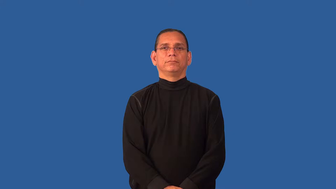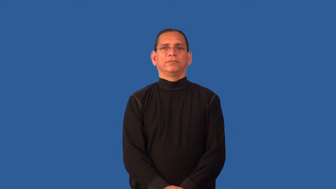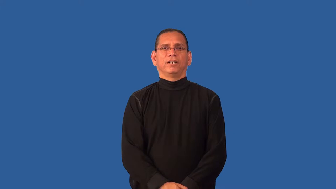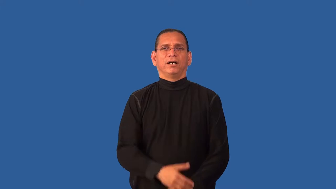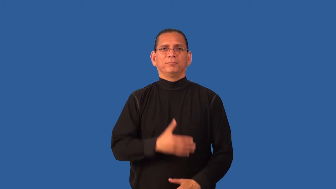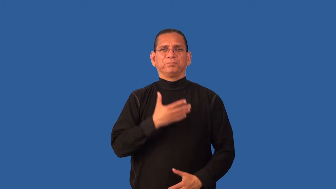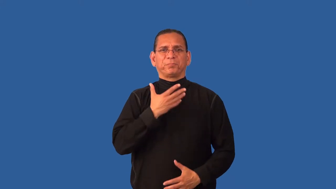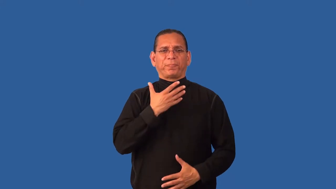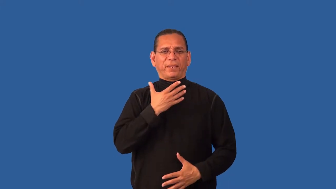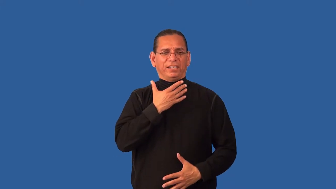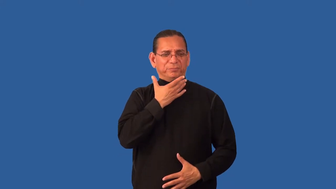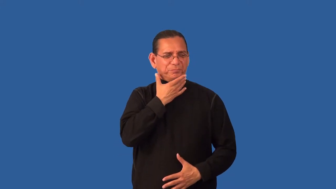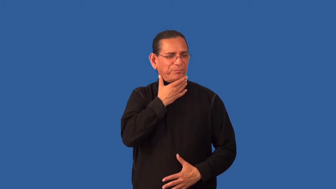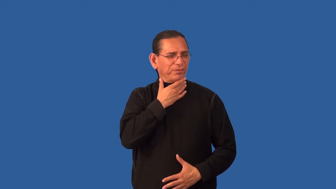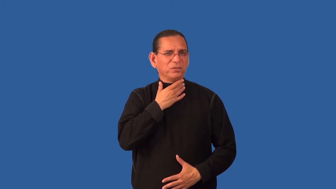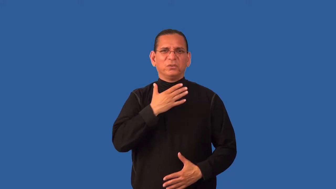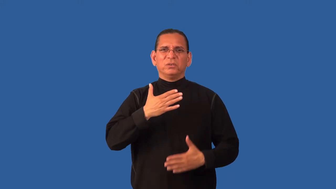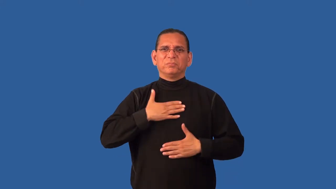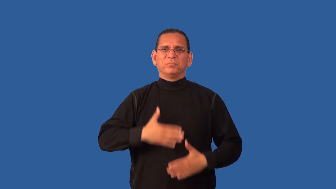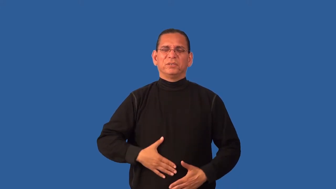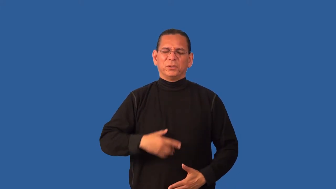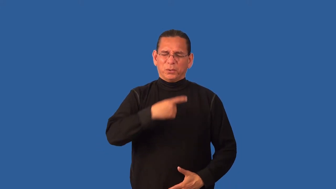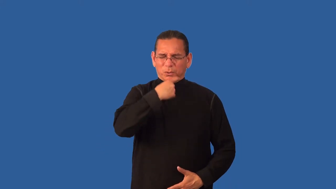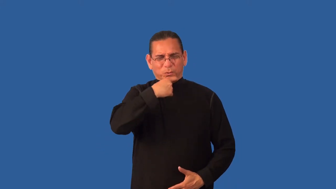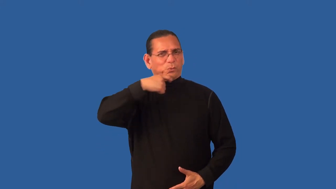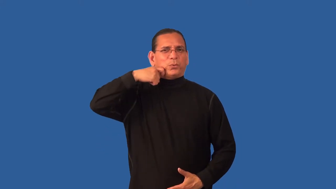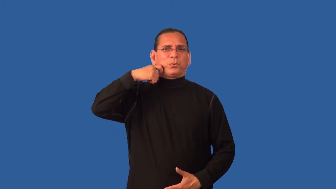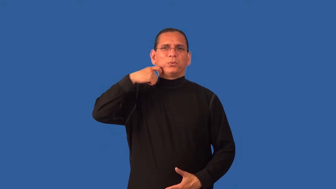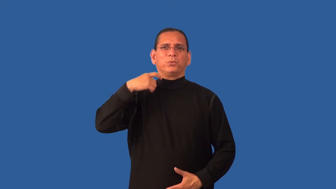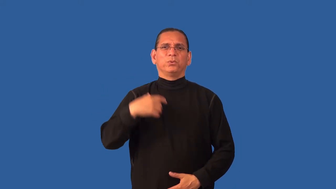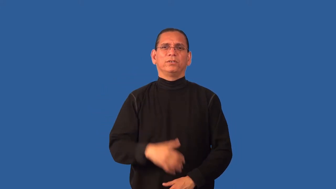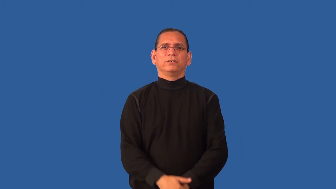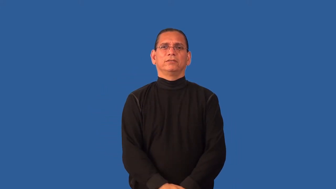dehydrated